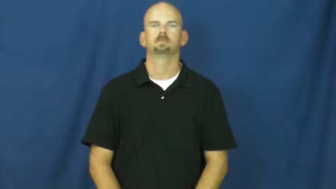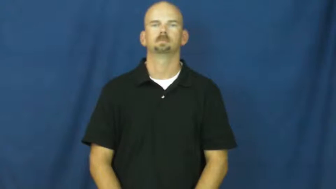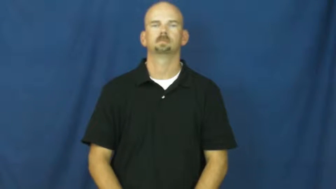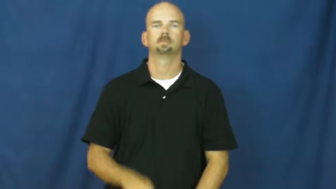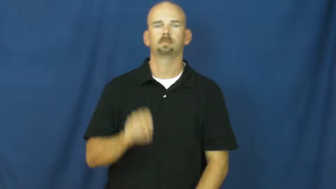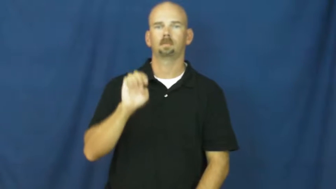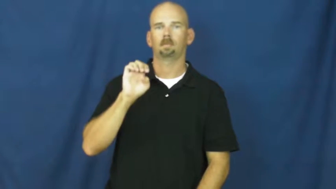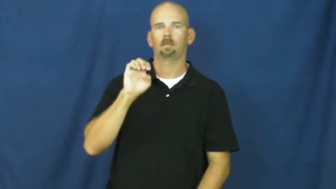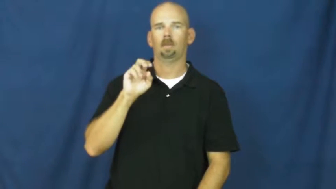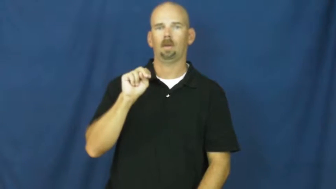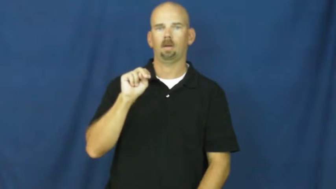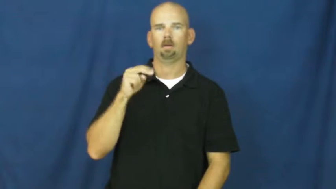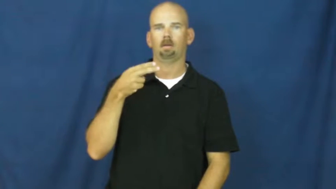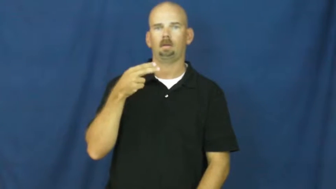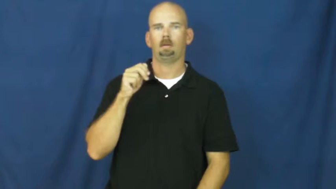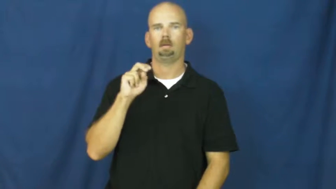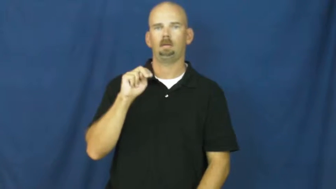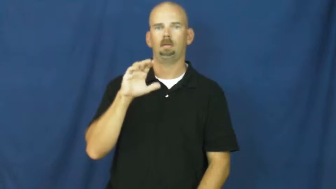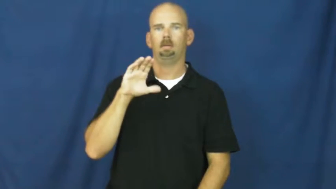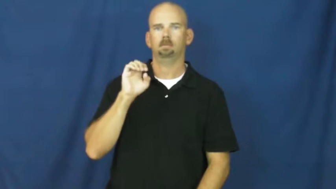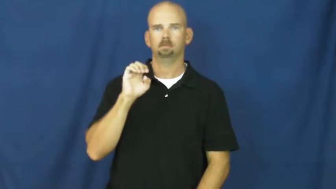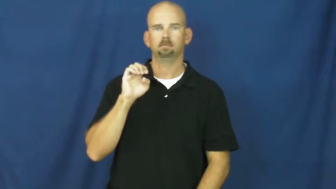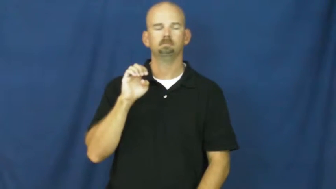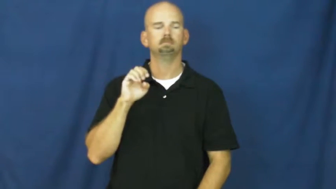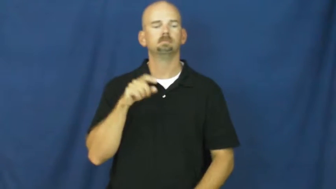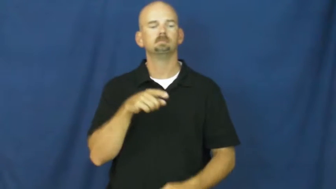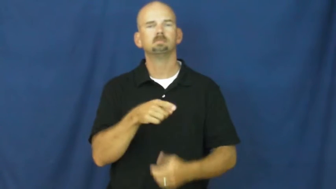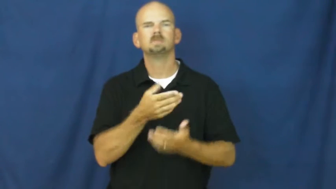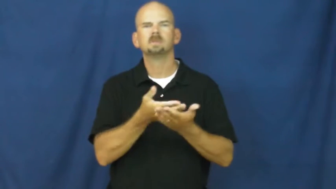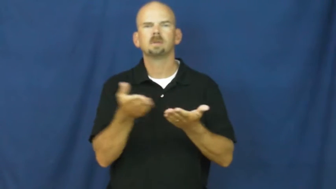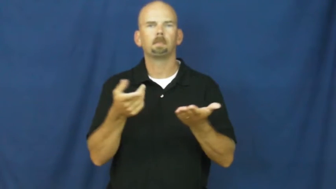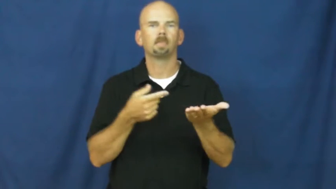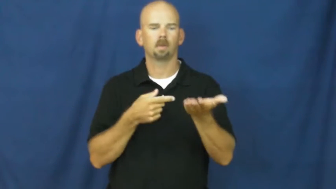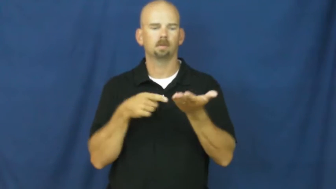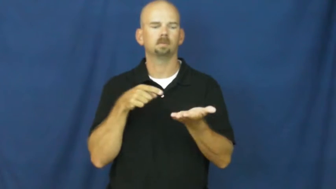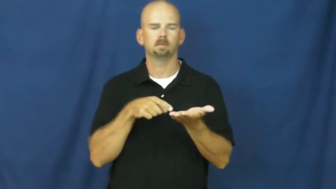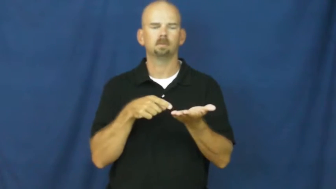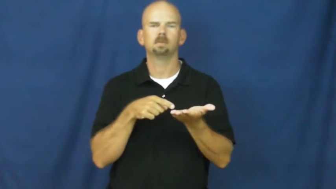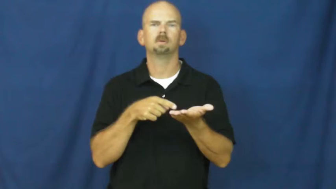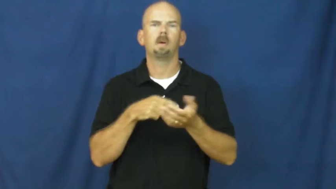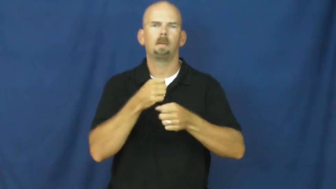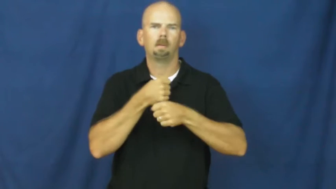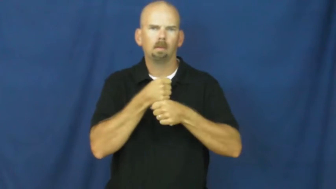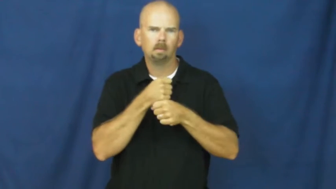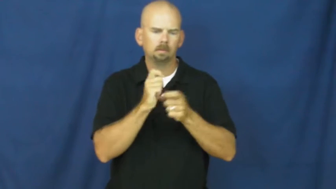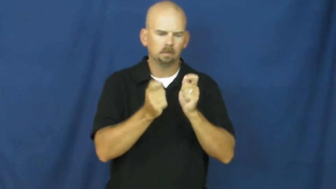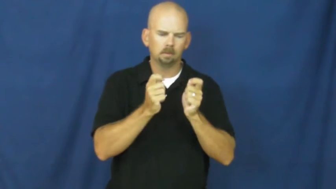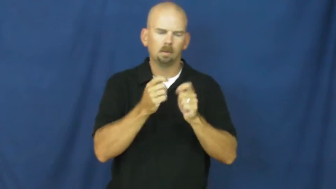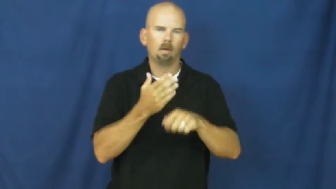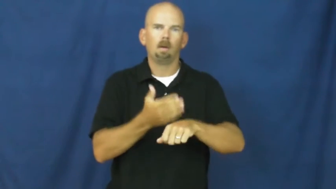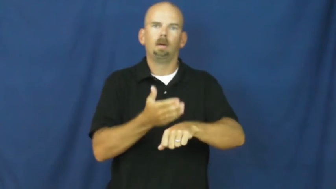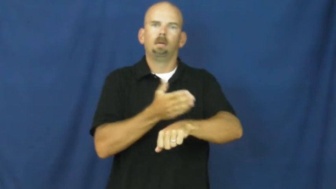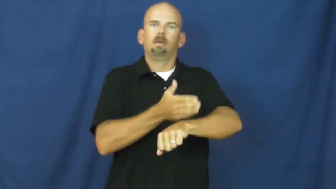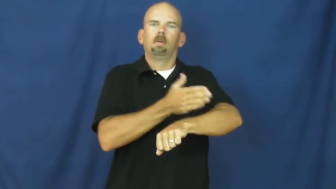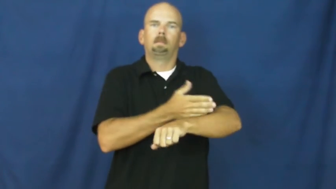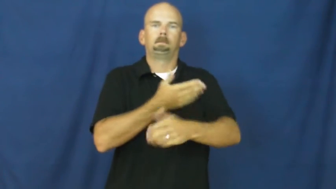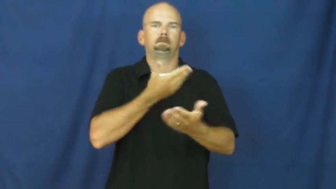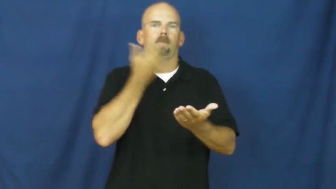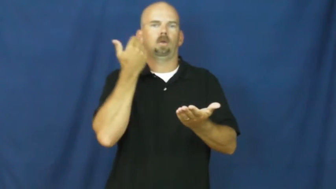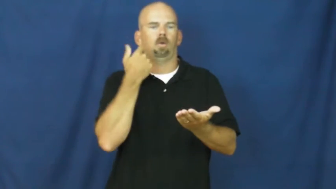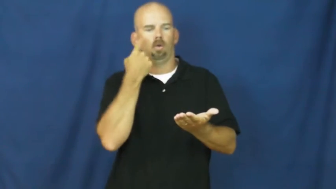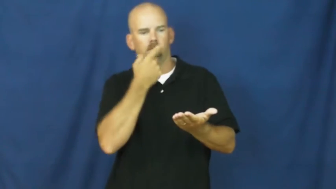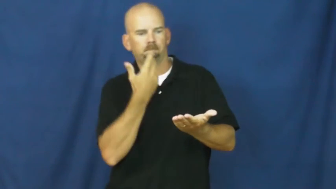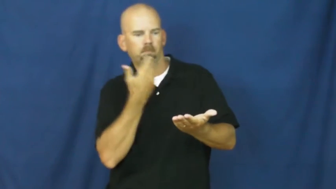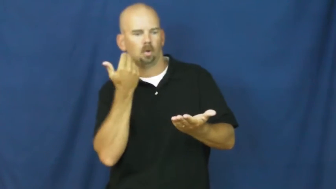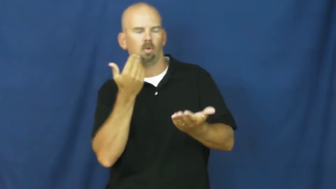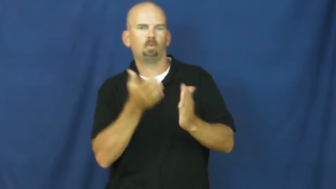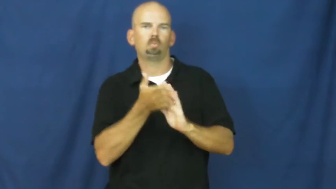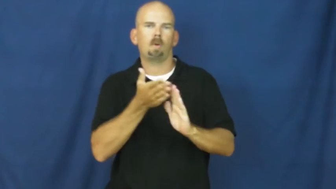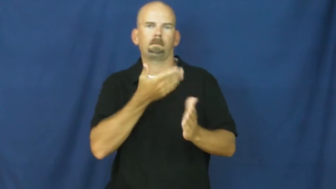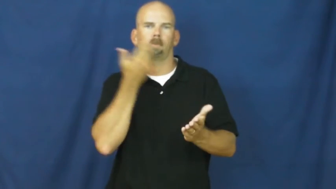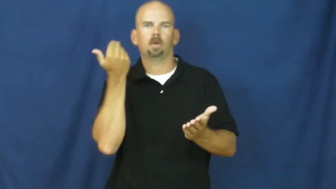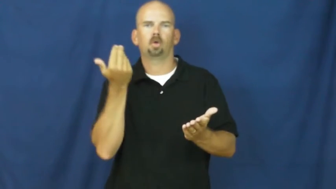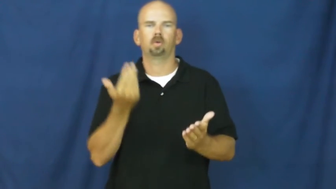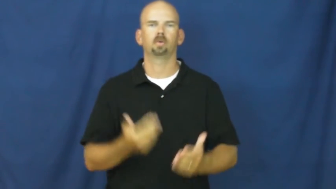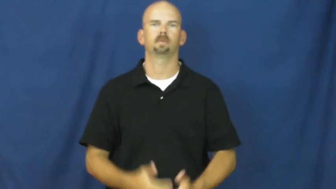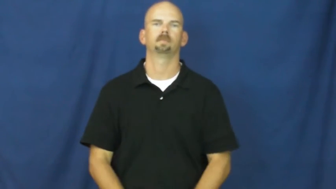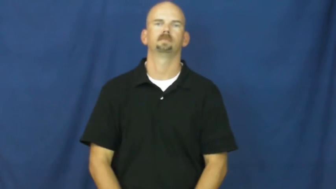enhance